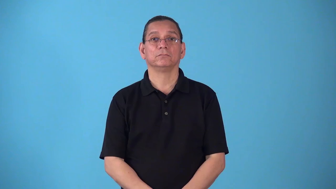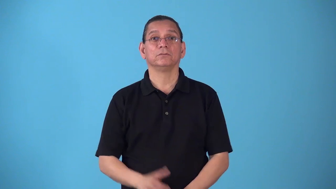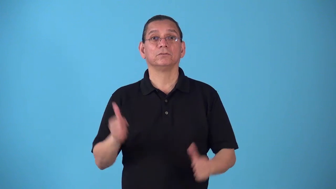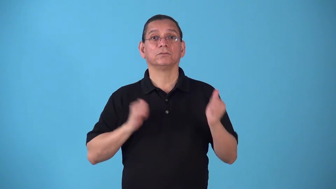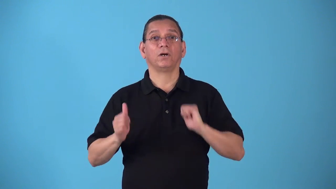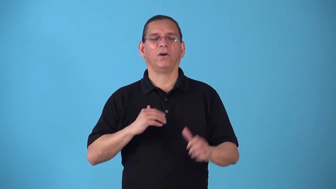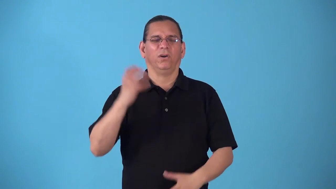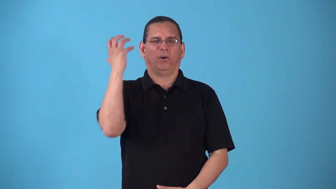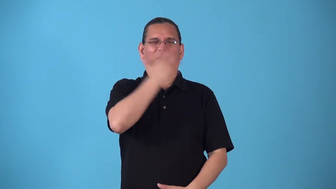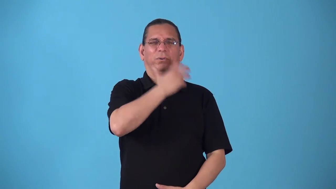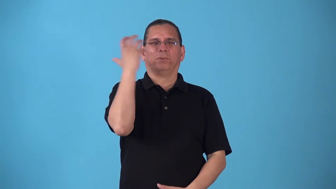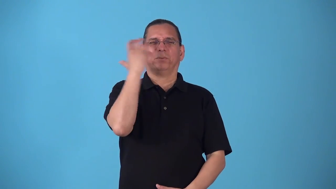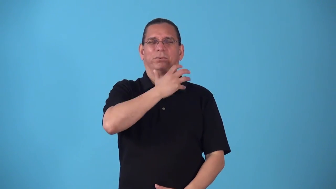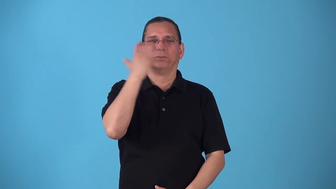spectacular-elaborate show or movie